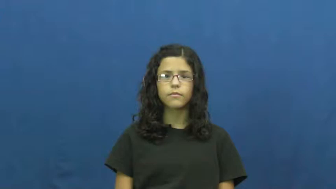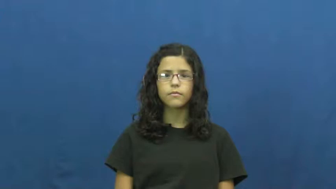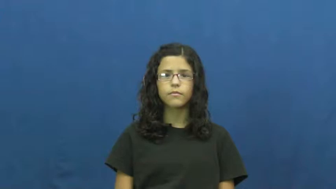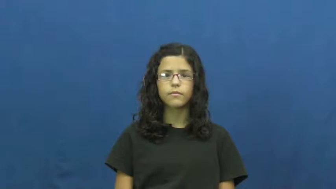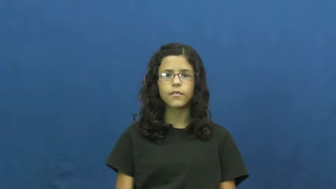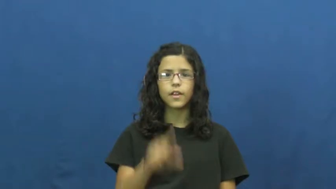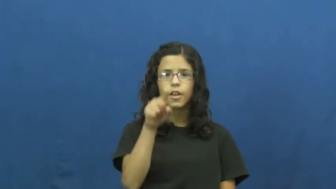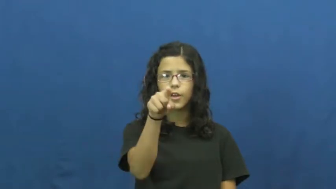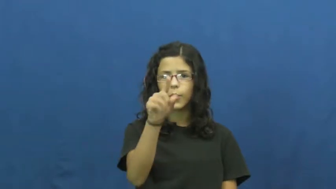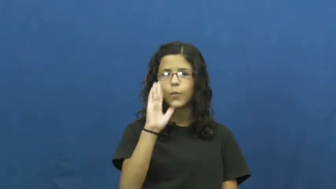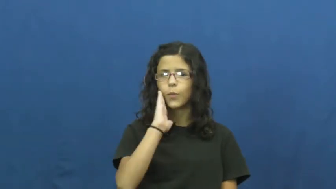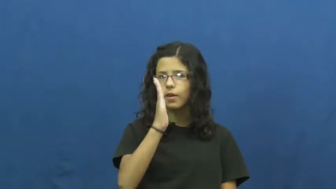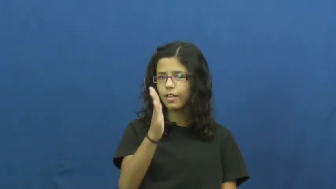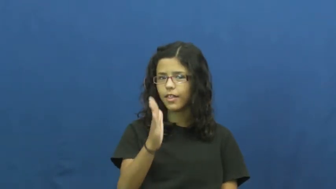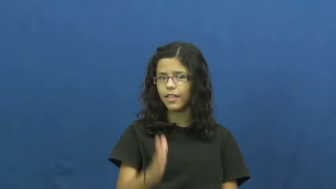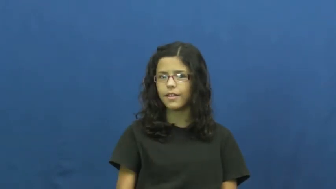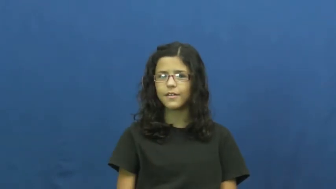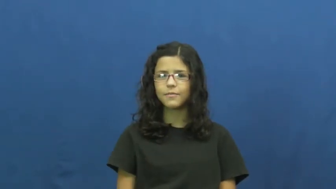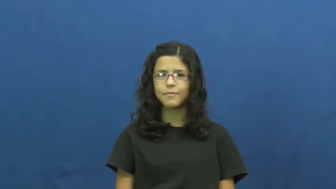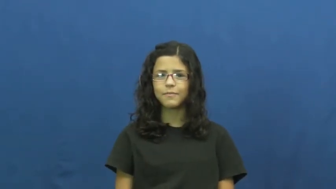you'll